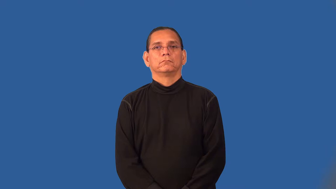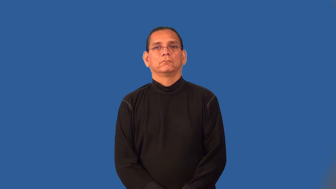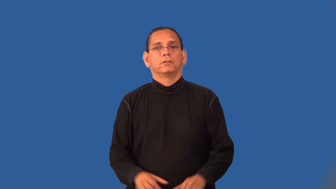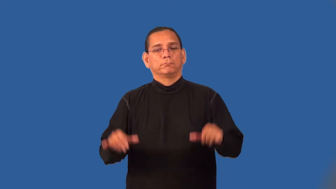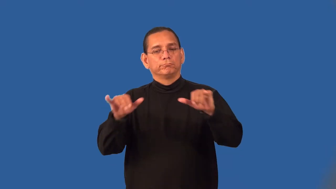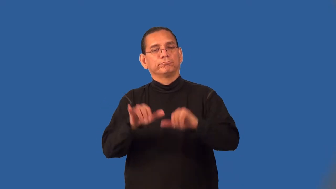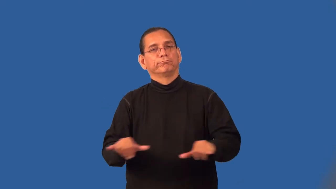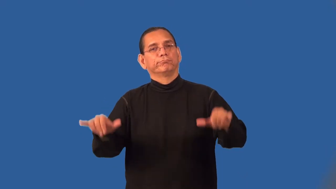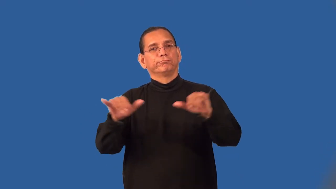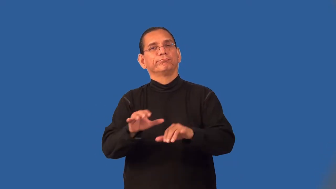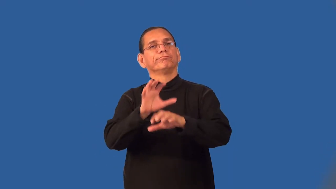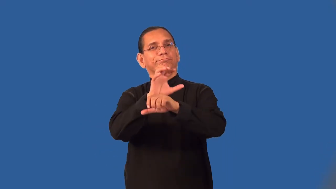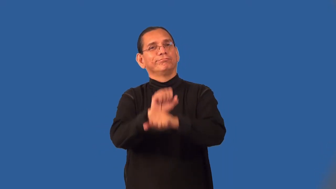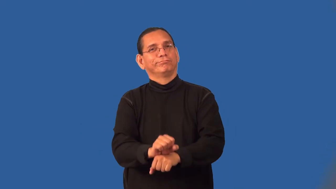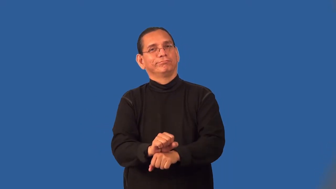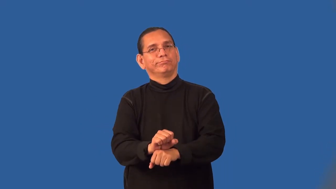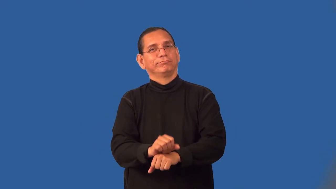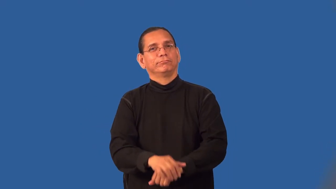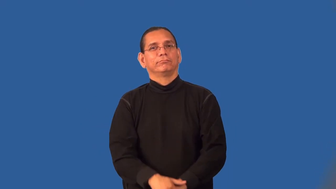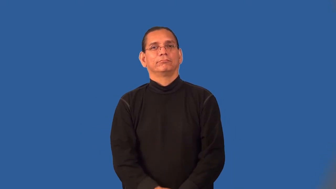perfunctory